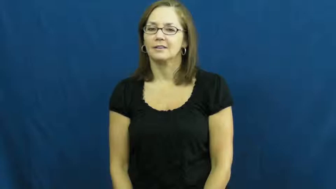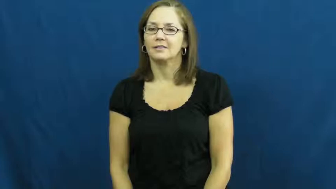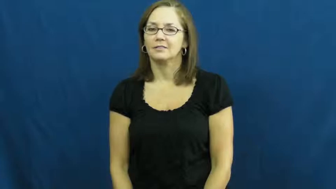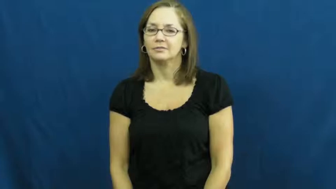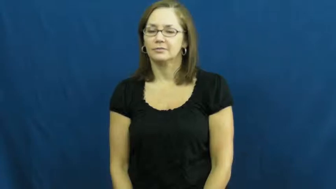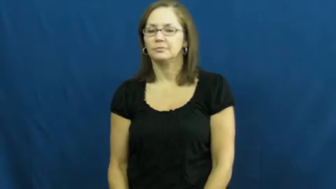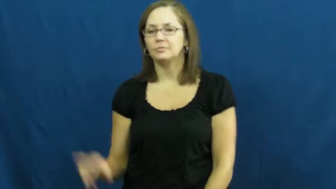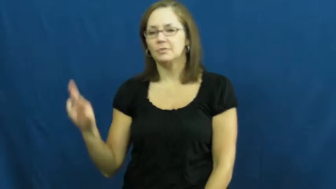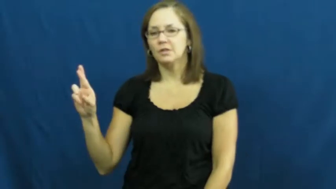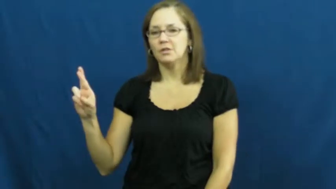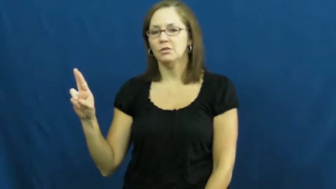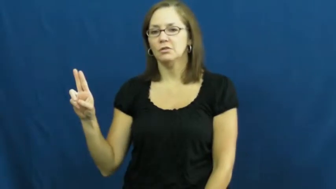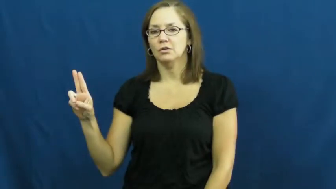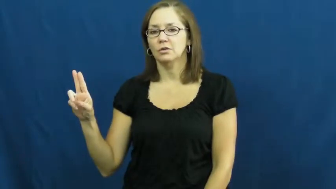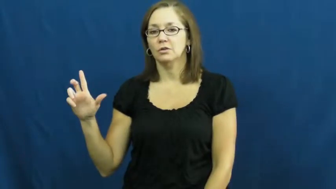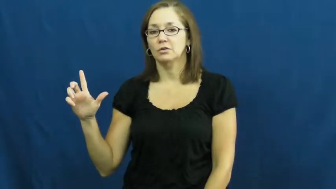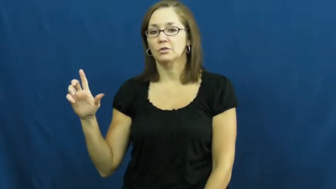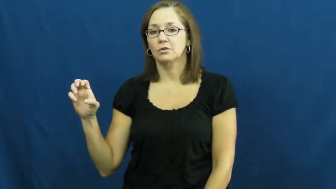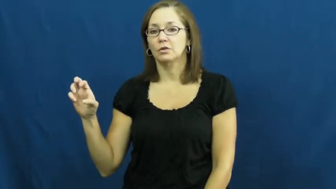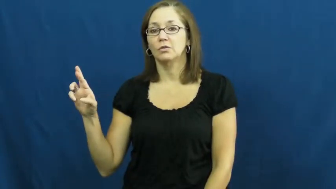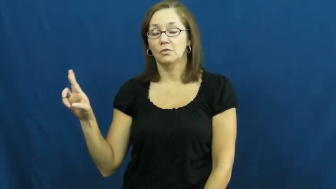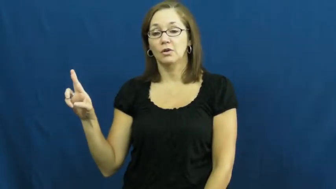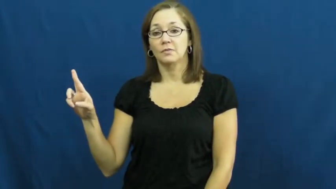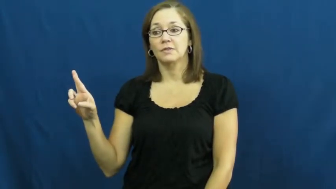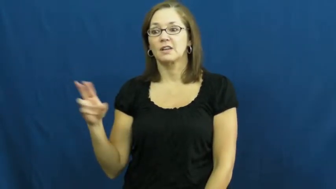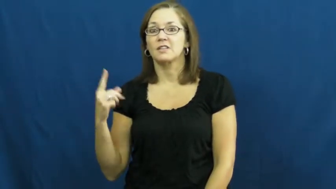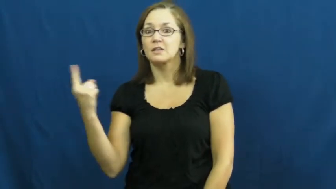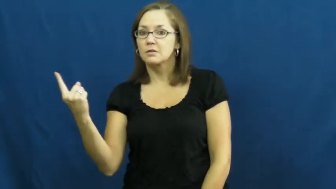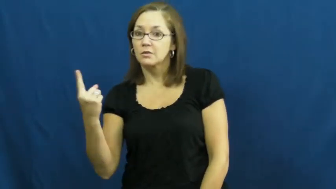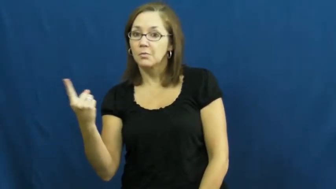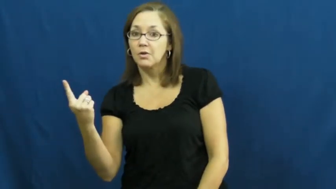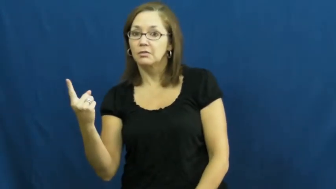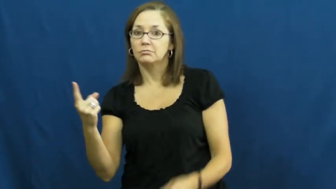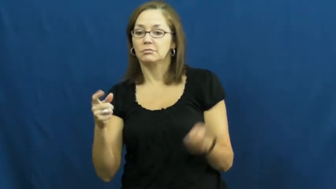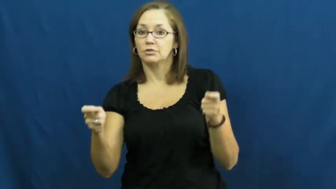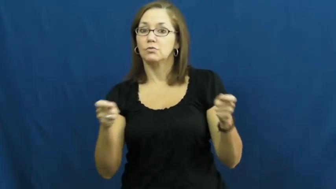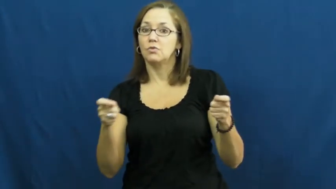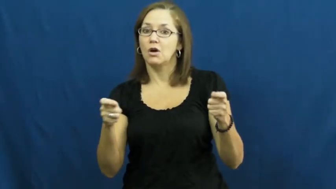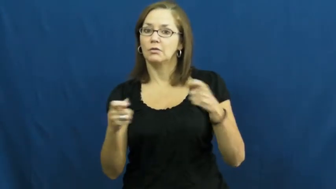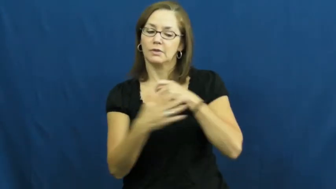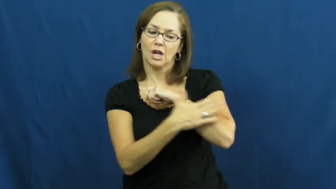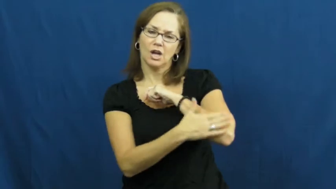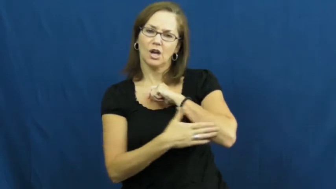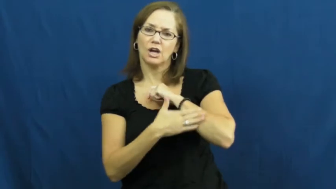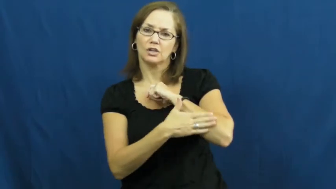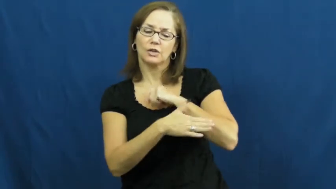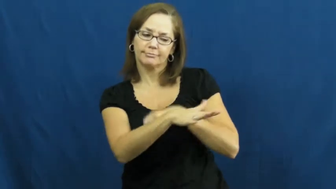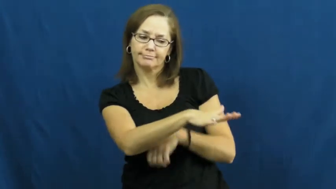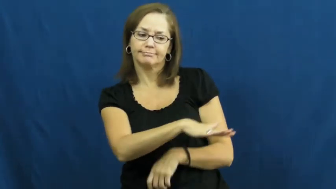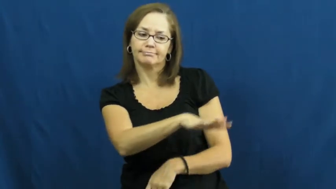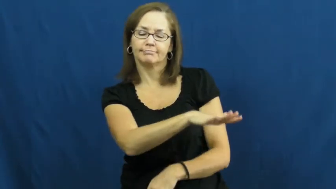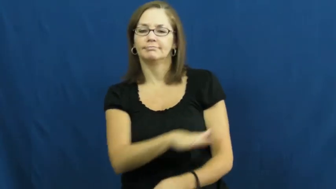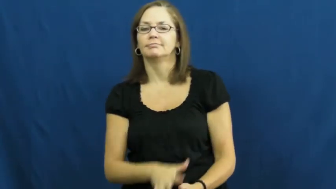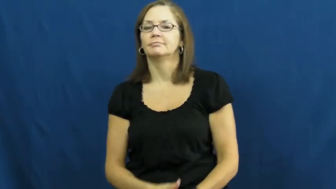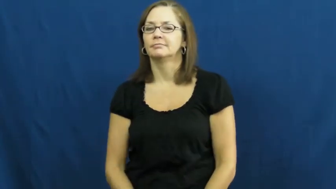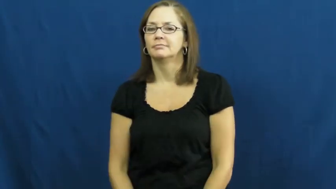ruler-person